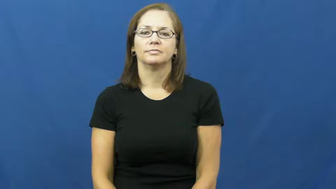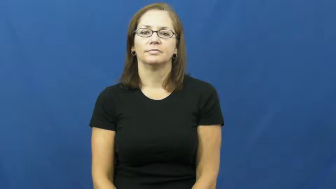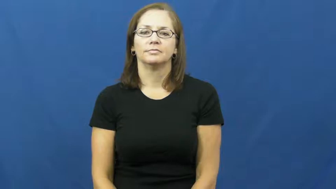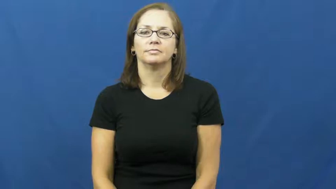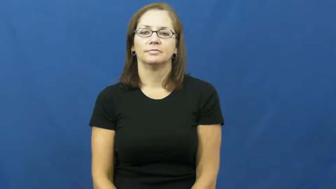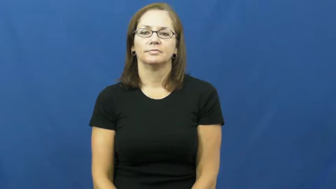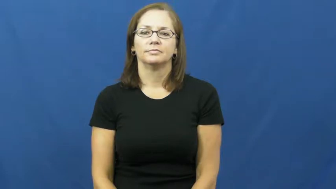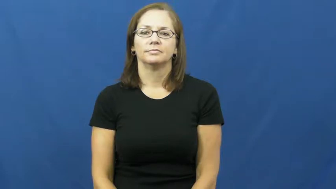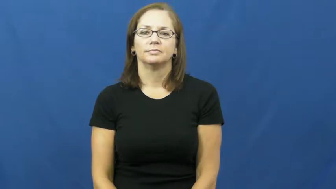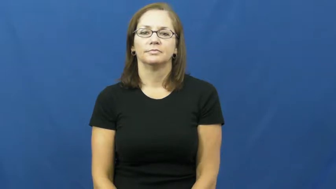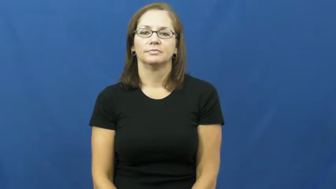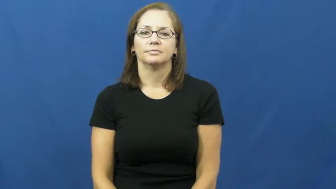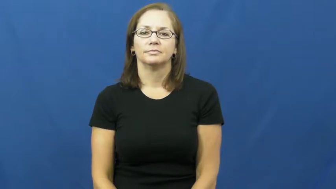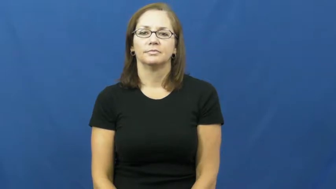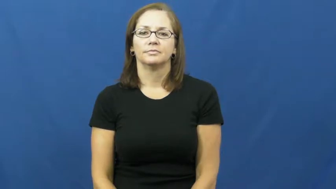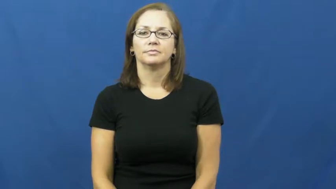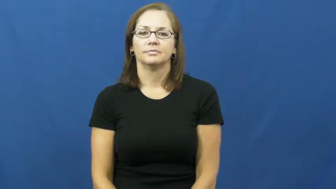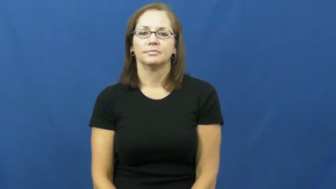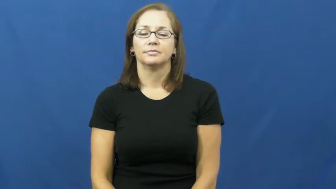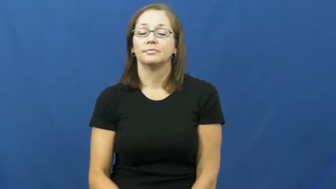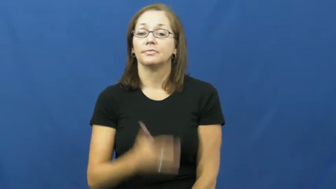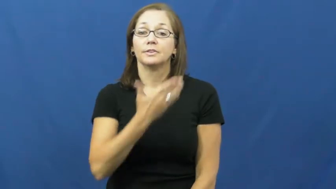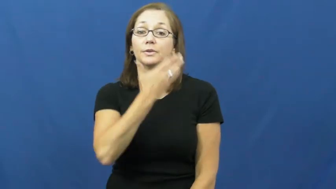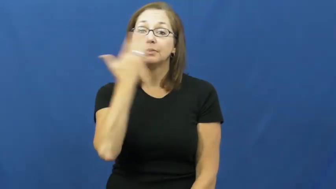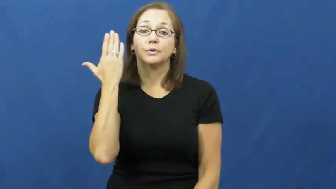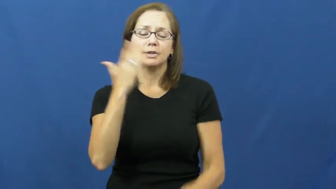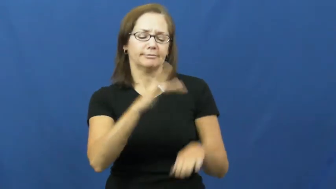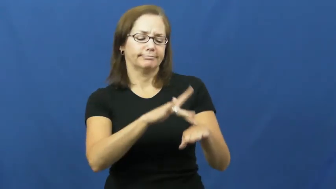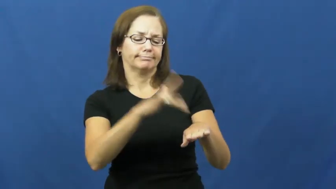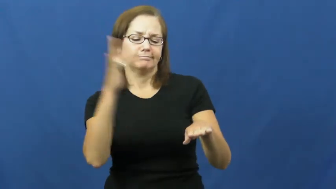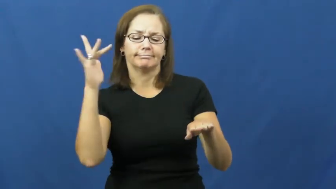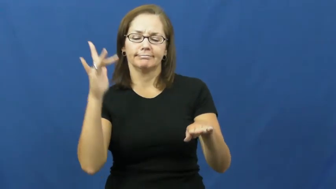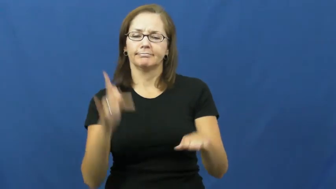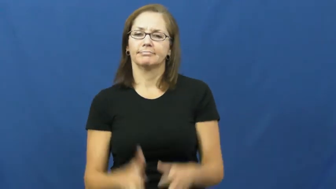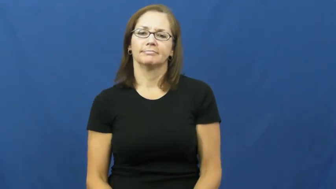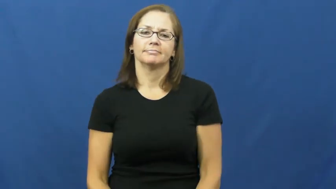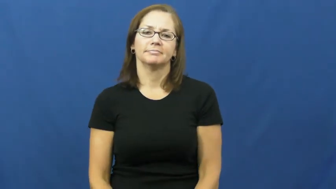dull,lackluster,matte-shine